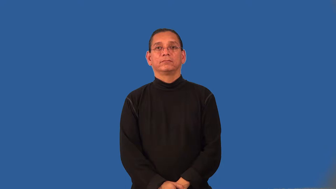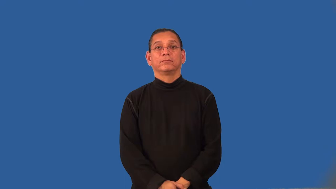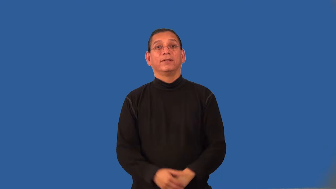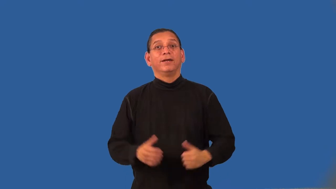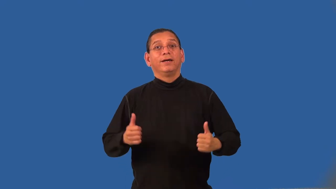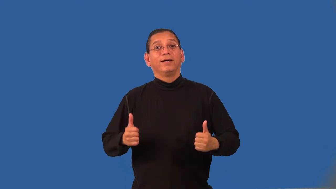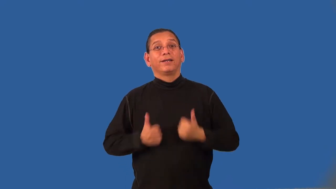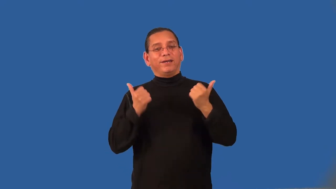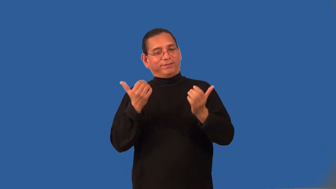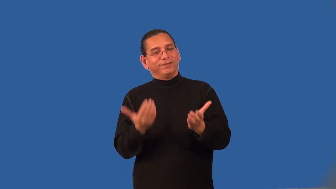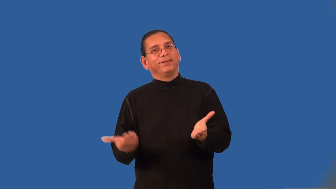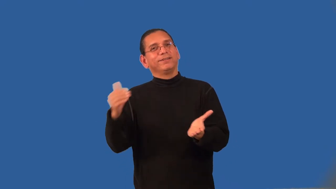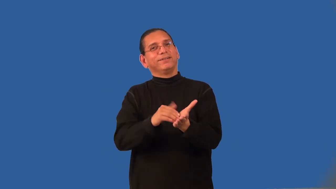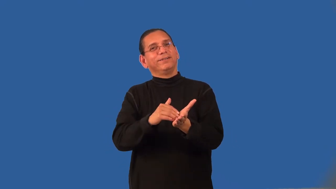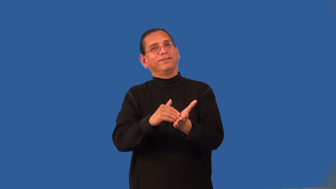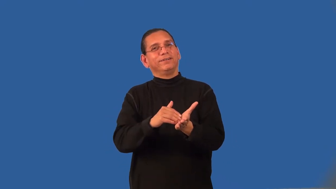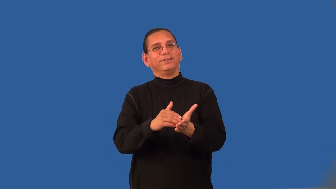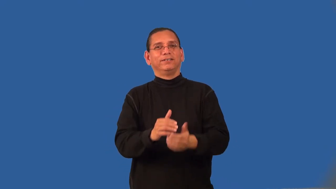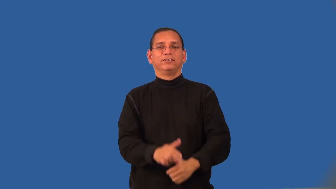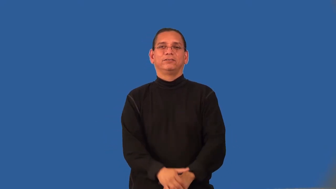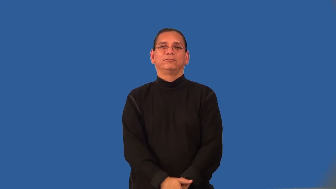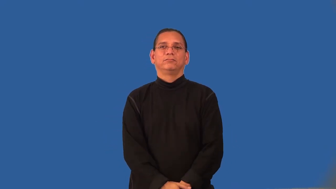reanimate